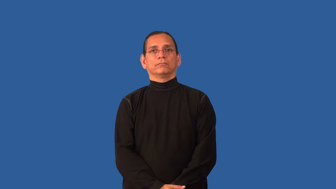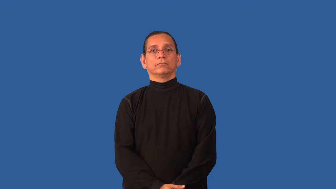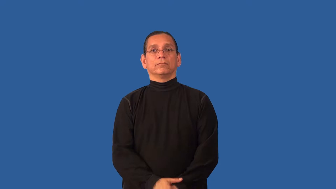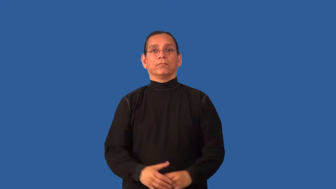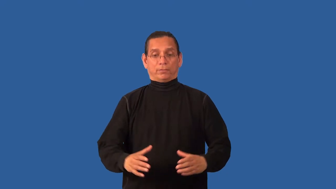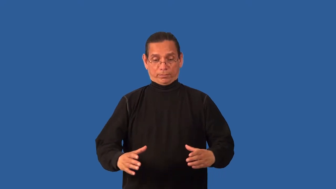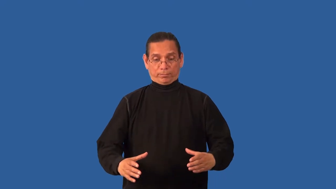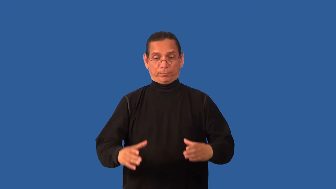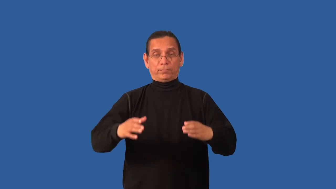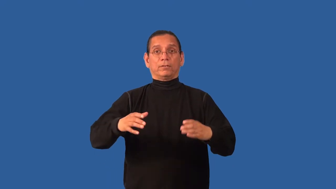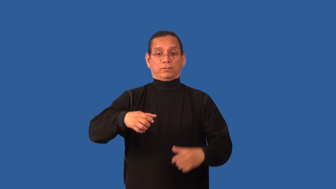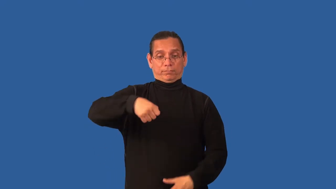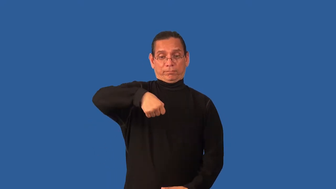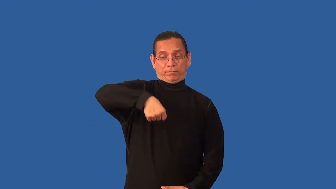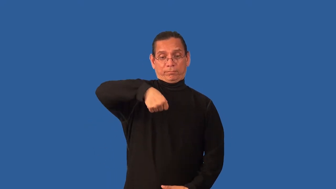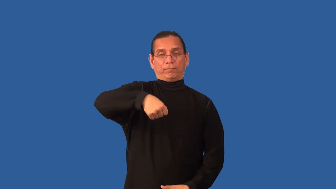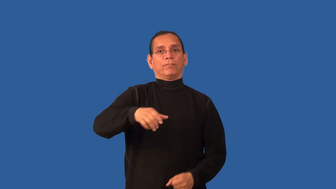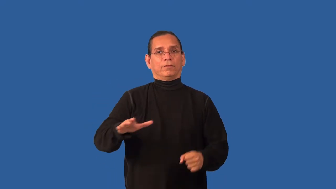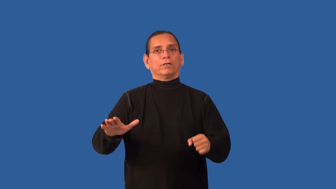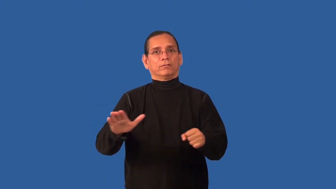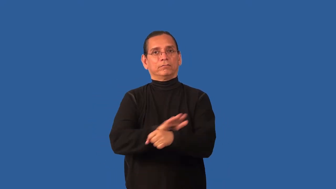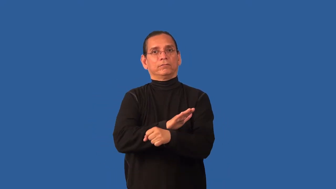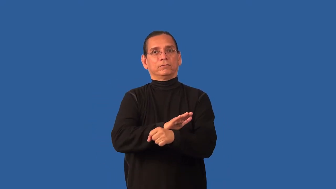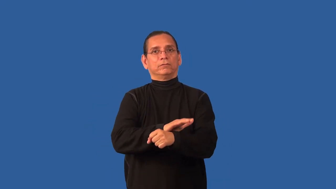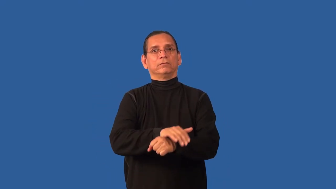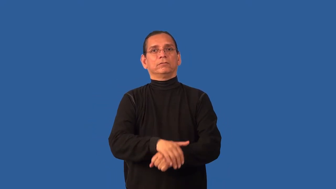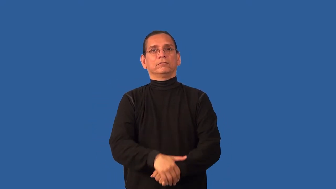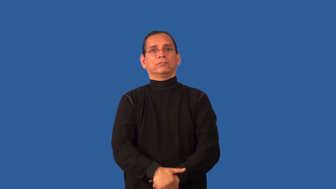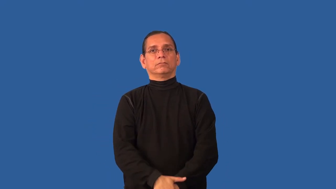bucketful,pailful